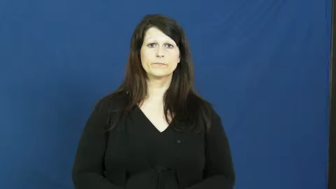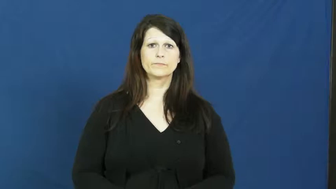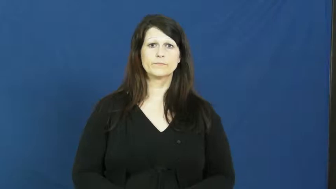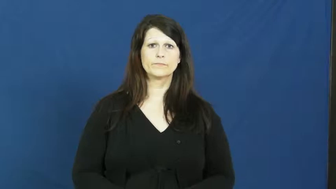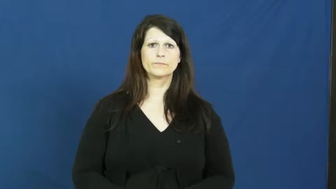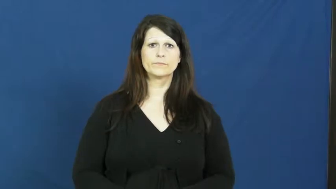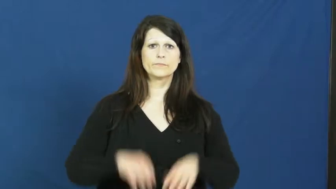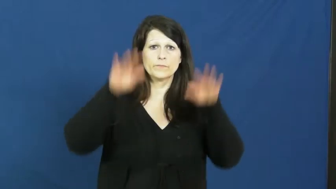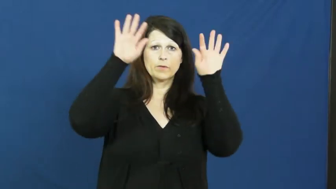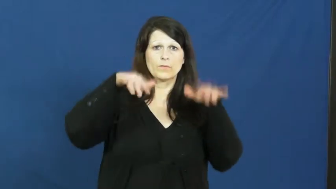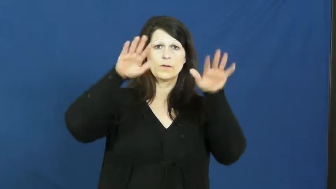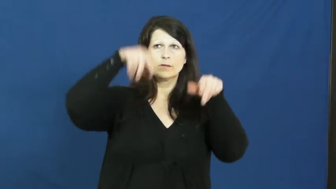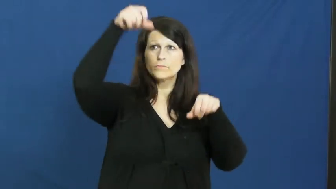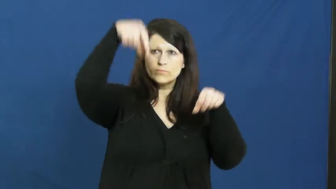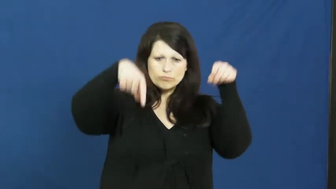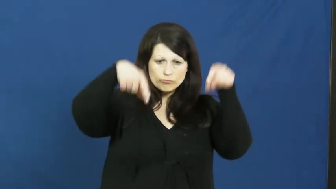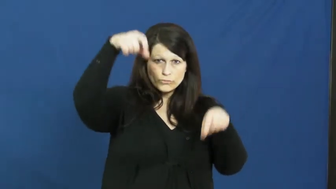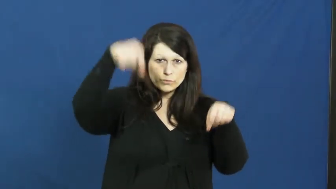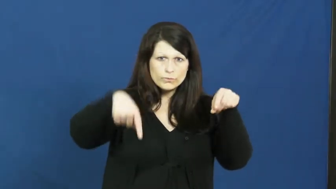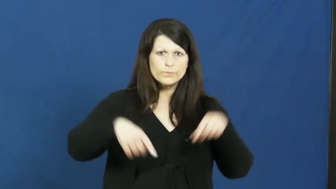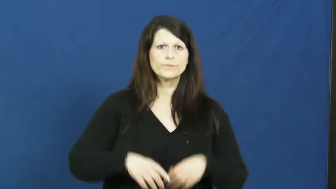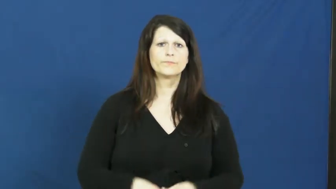raindrop